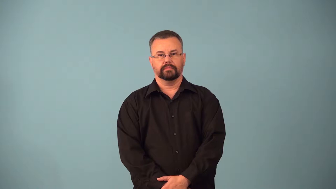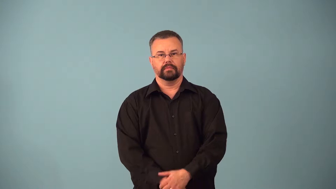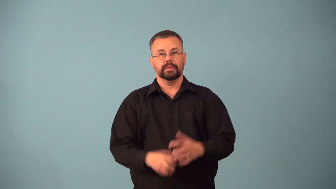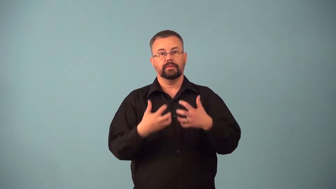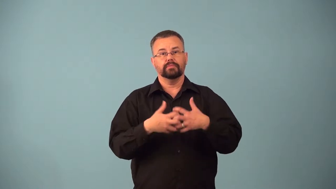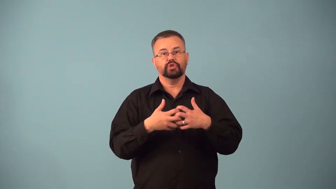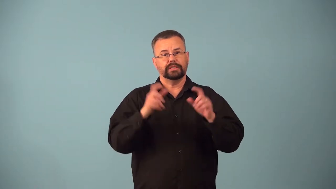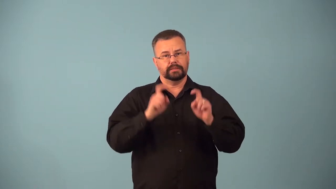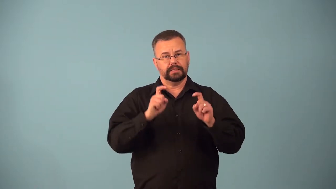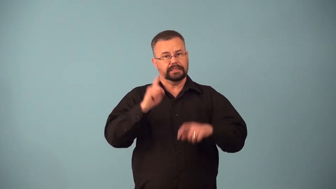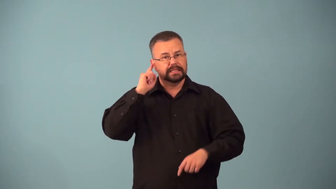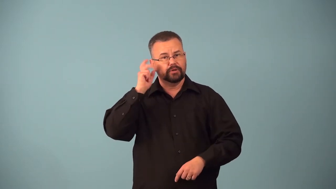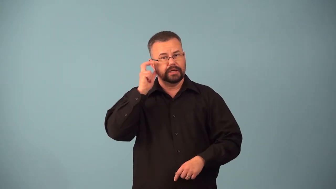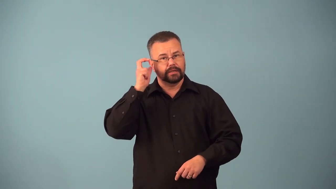audiometer